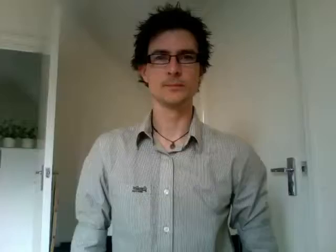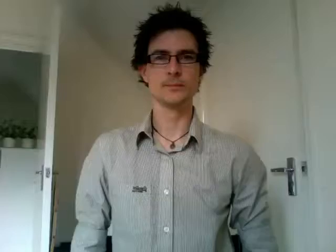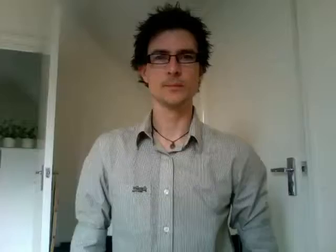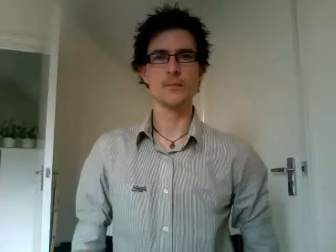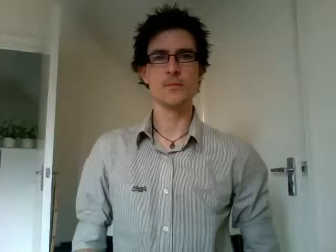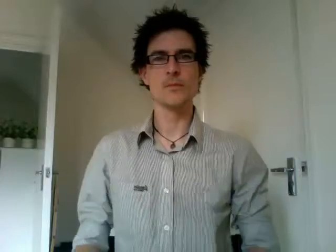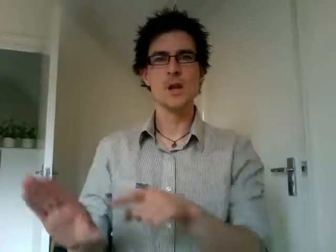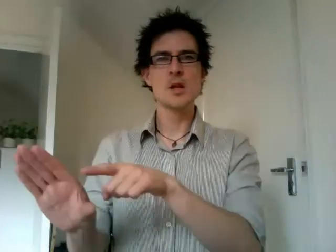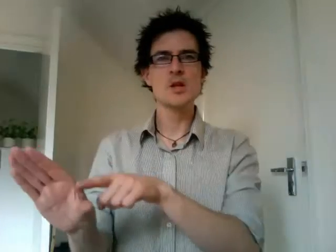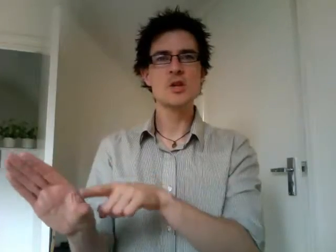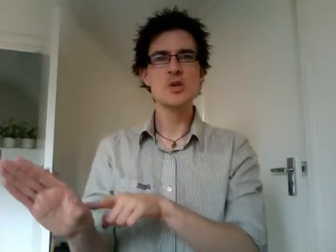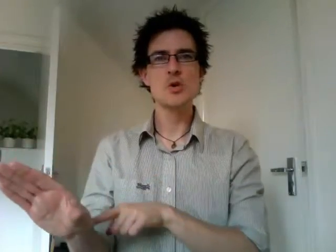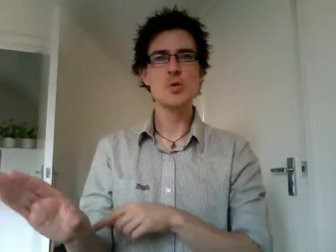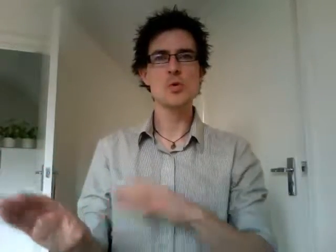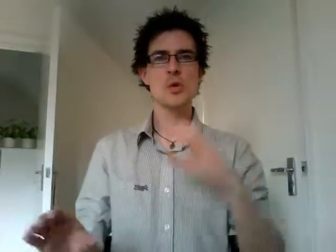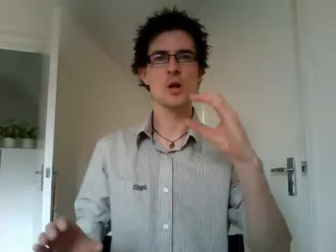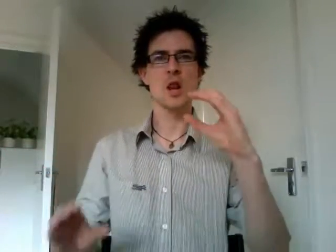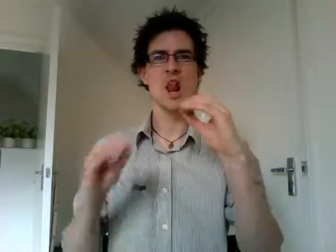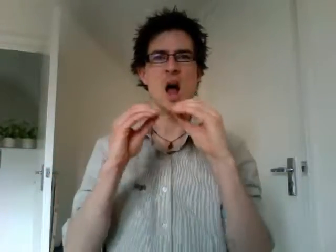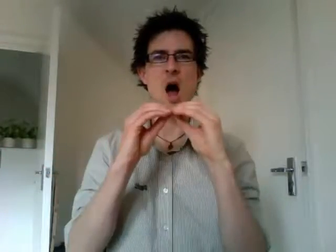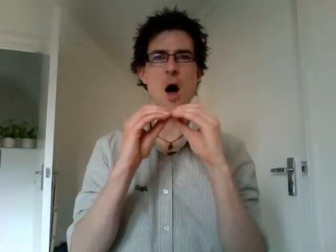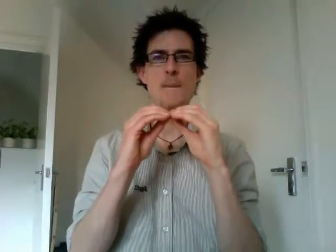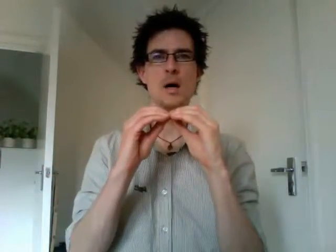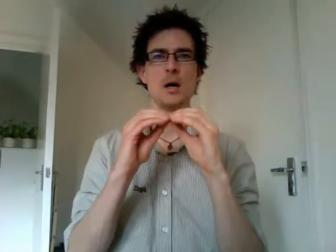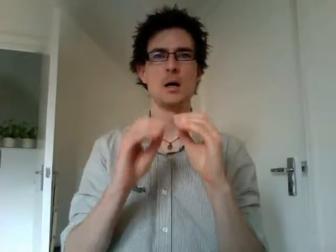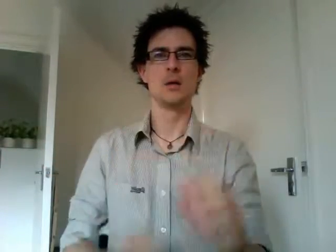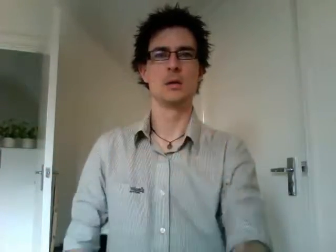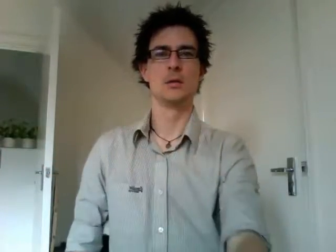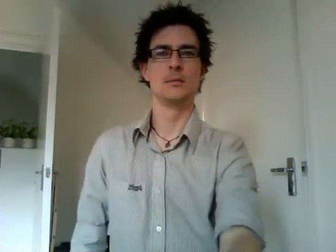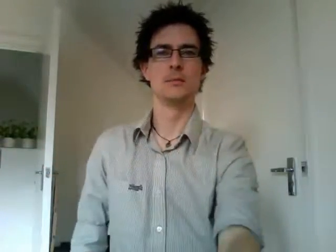youth club